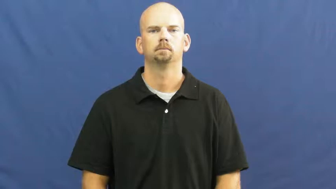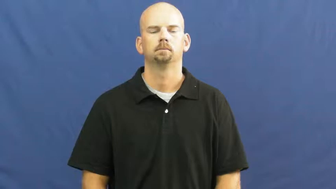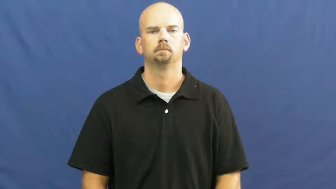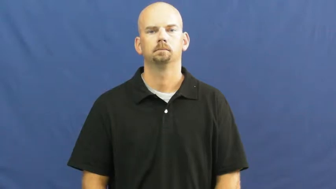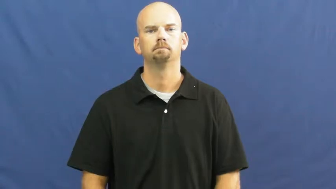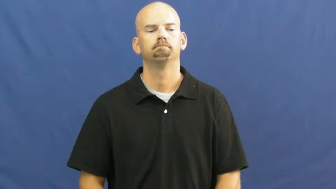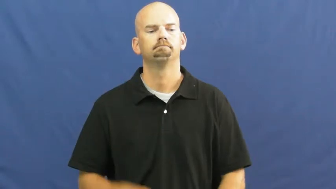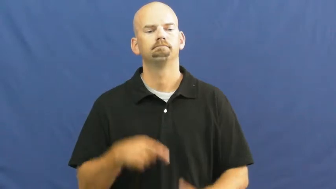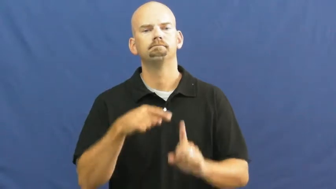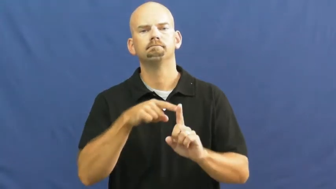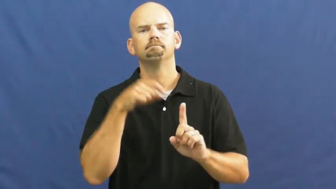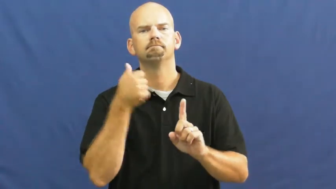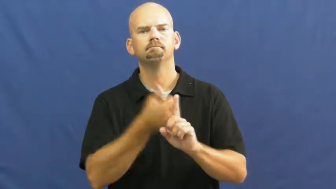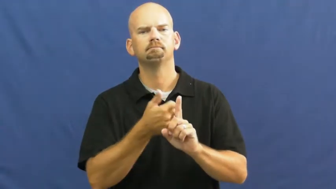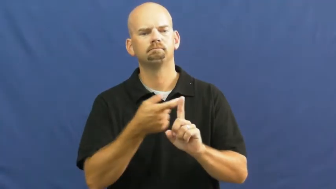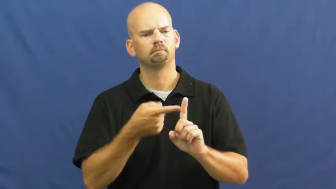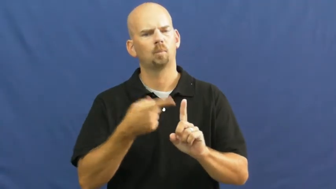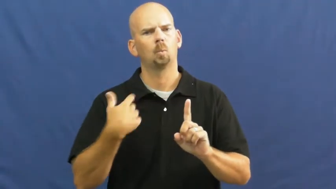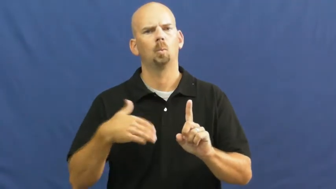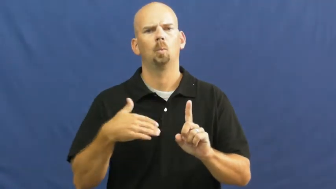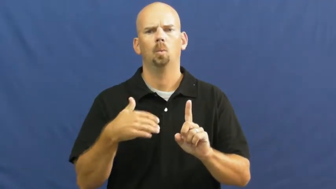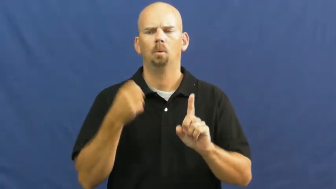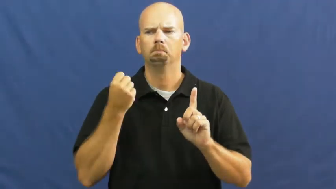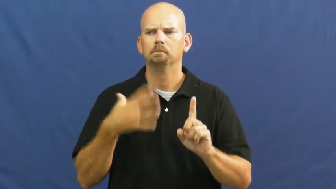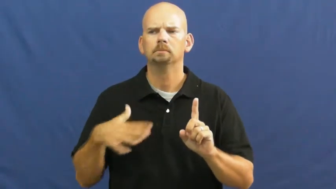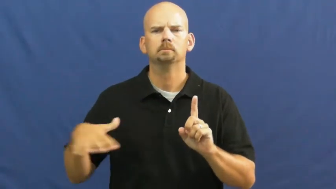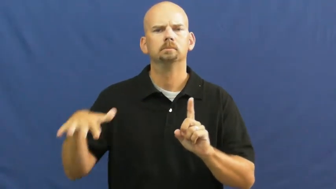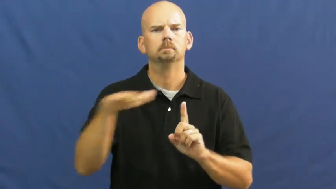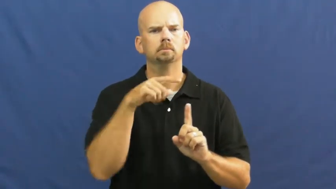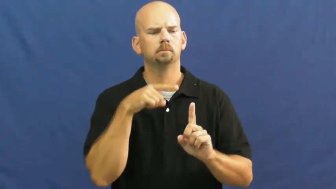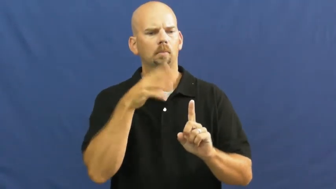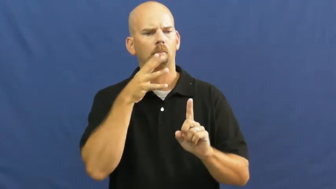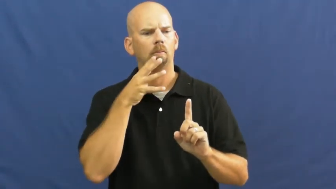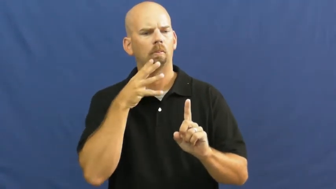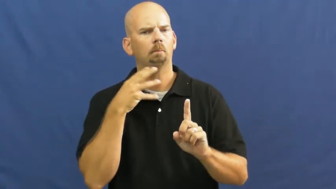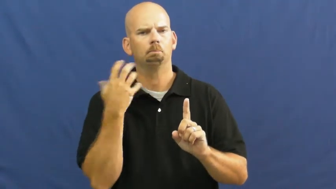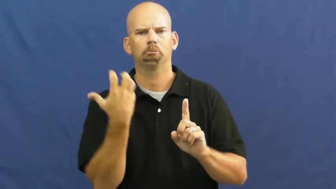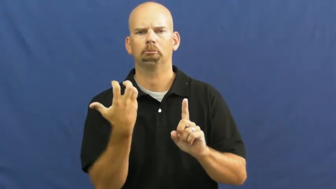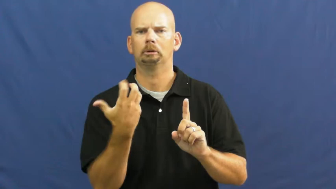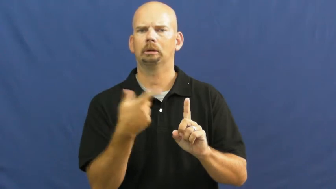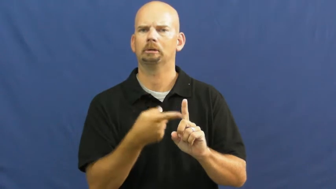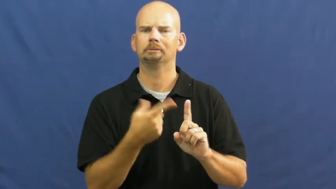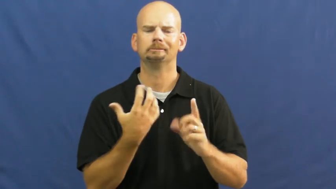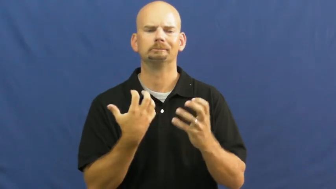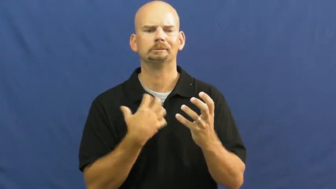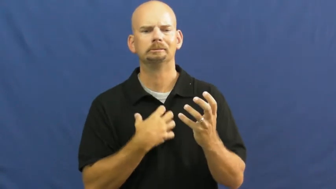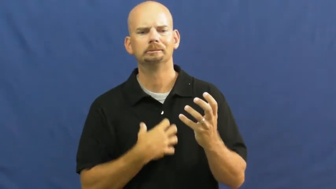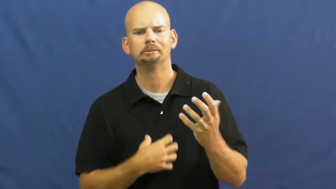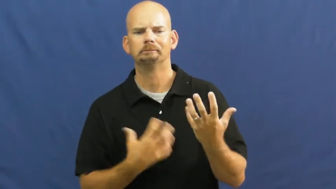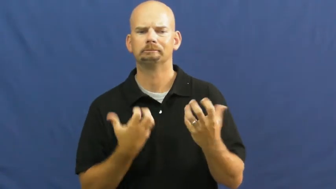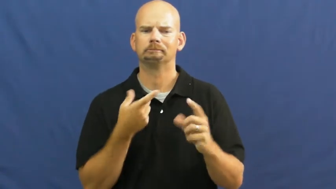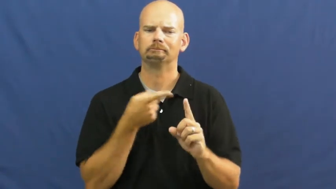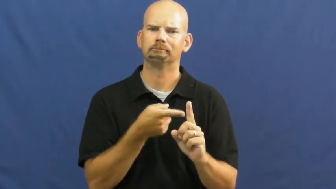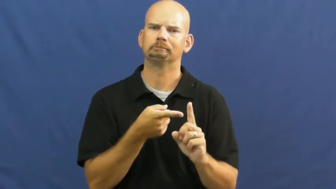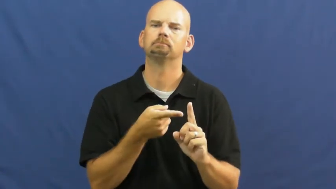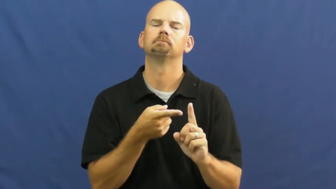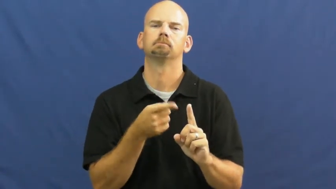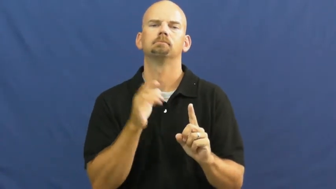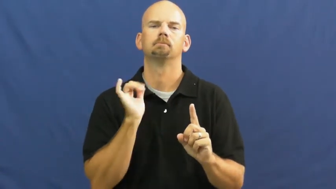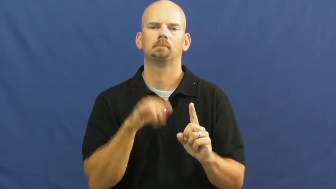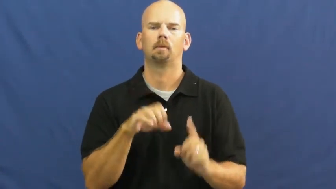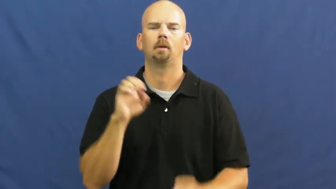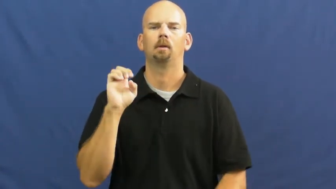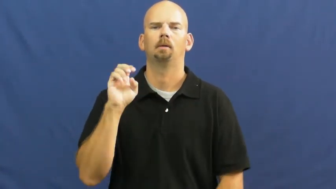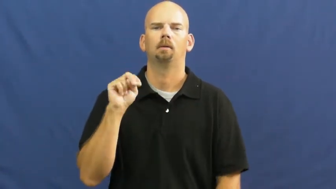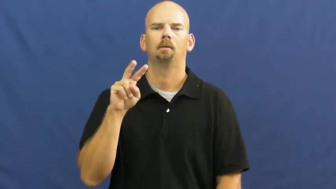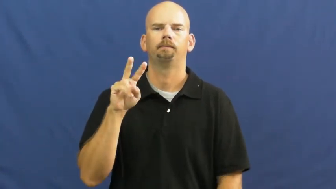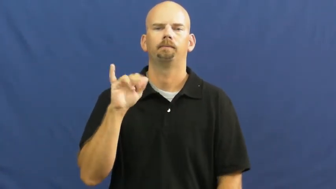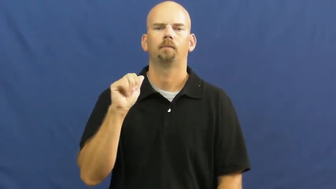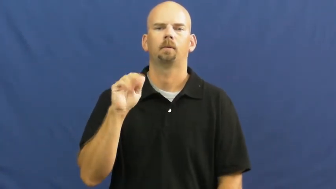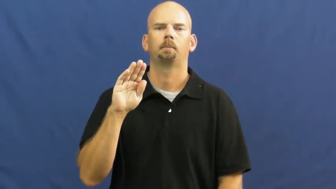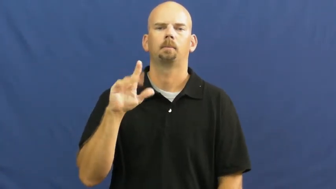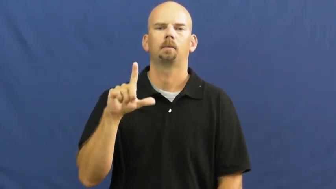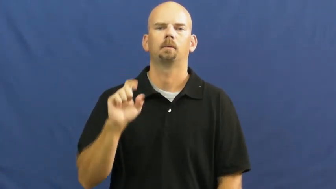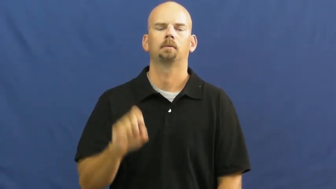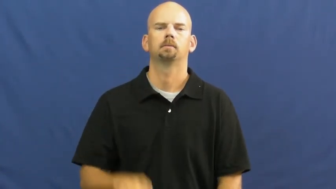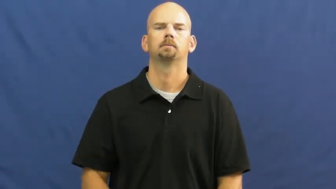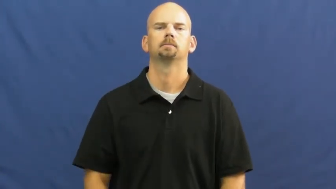enviable